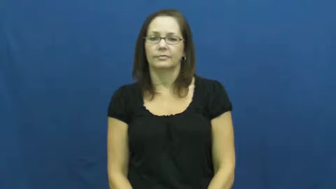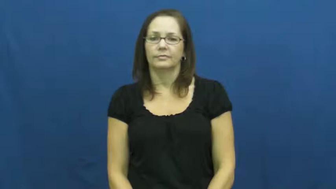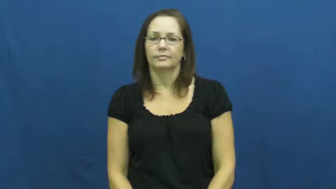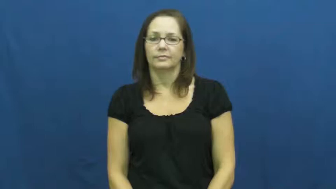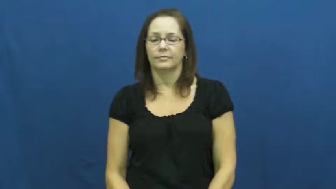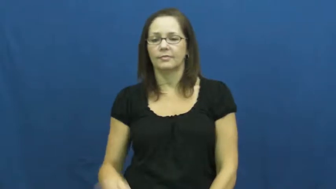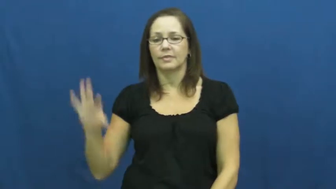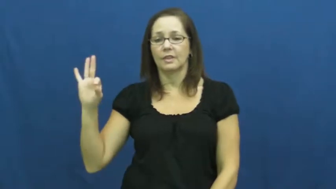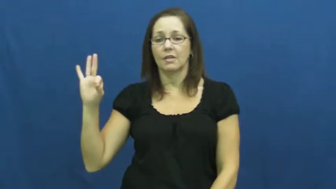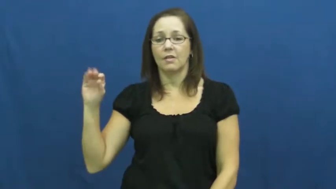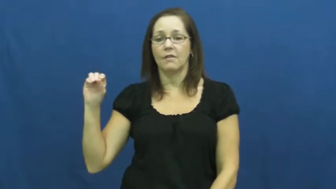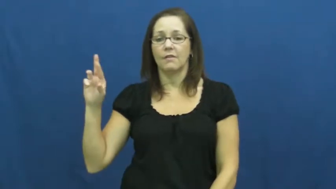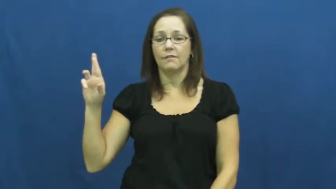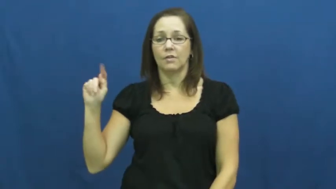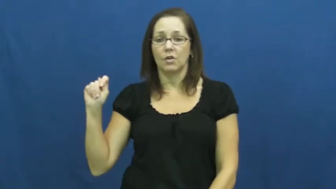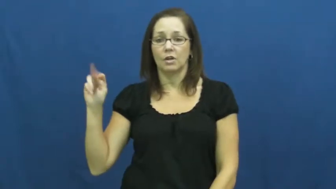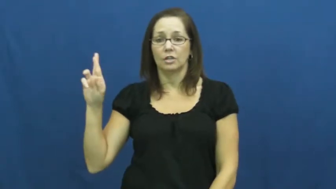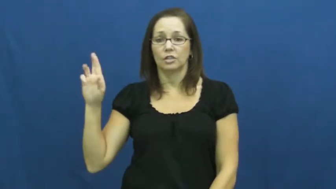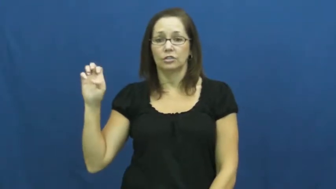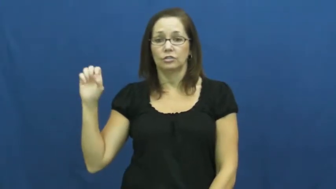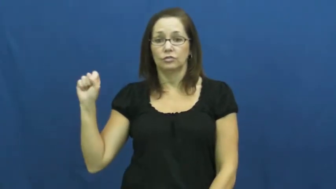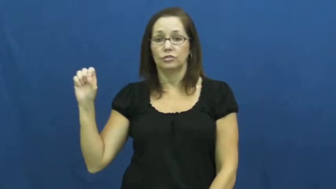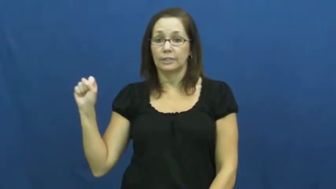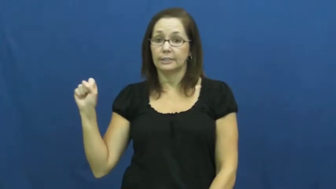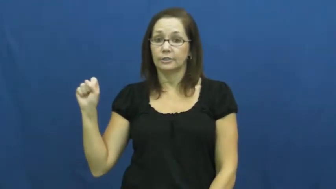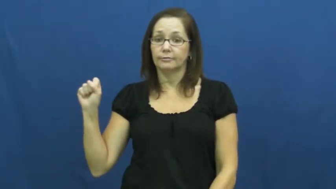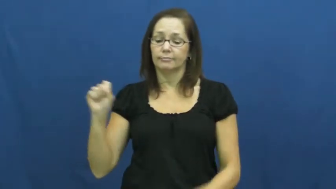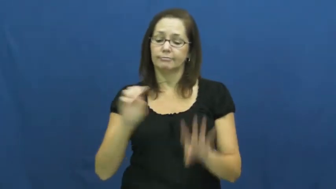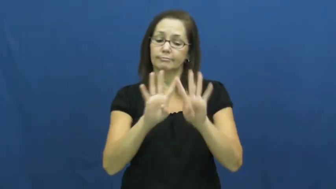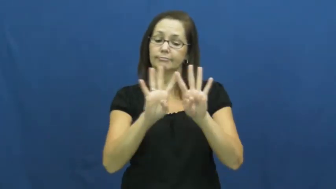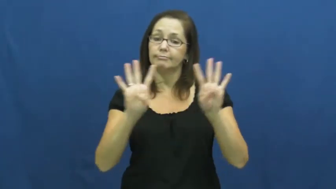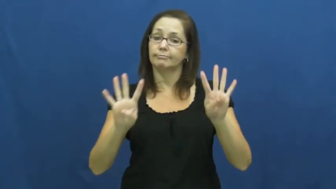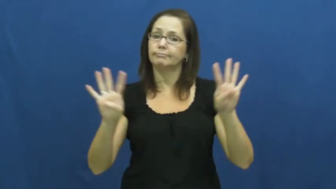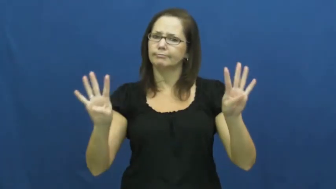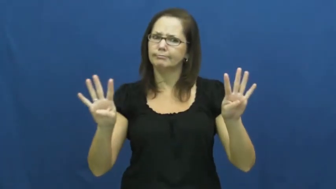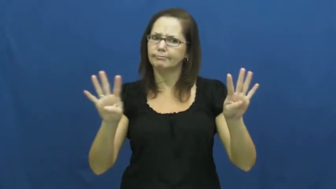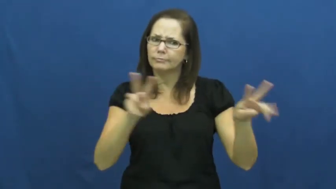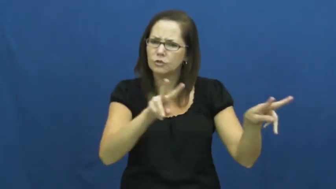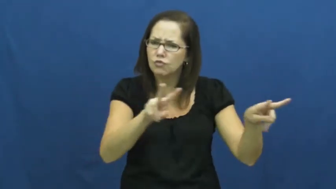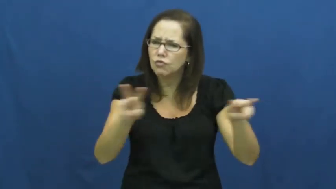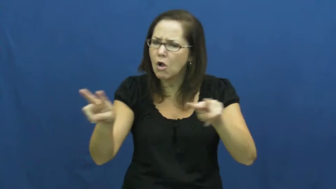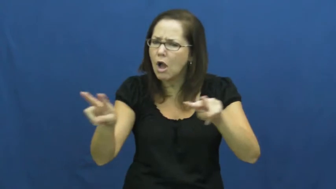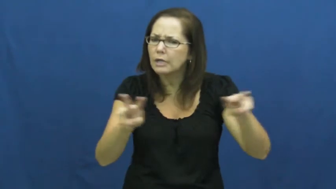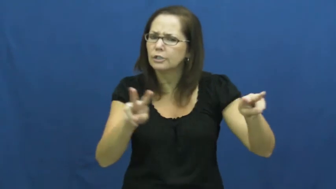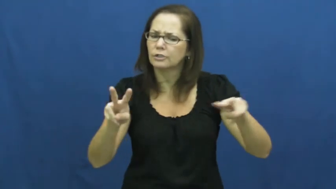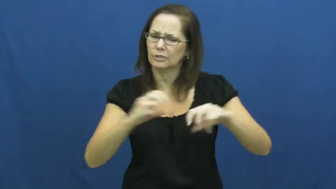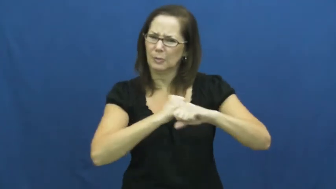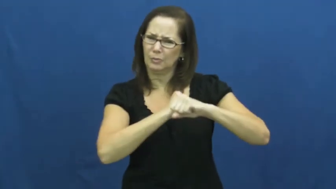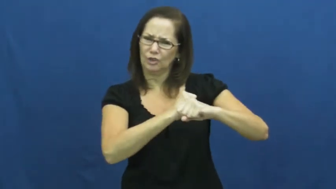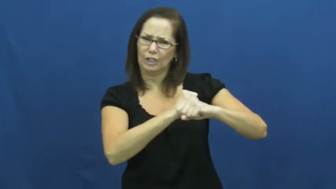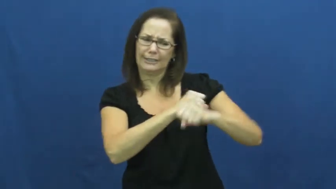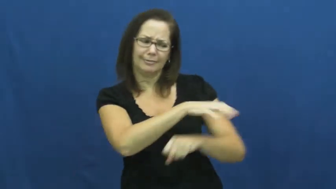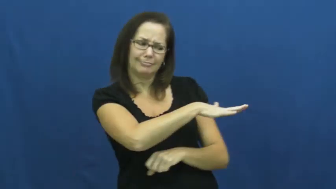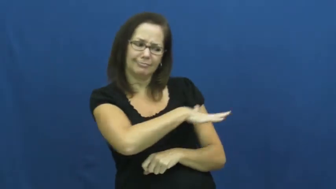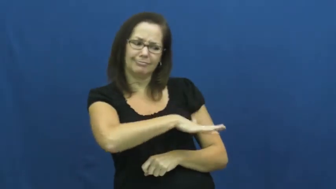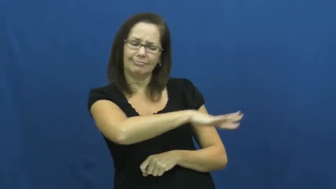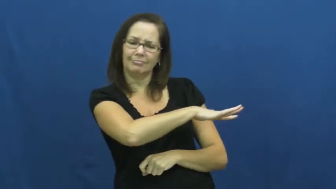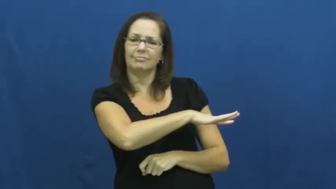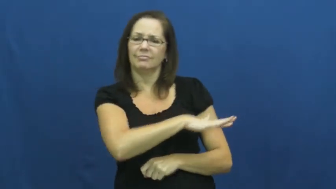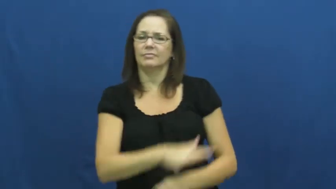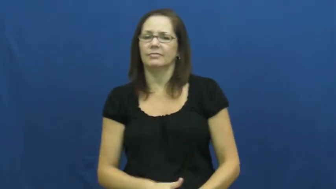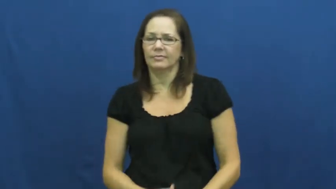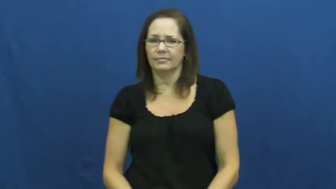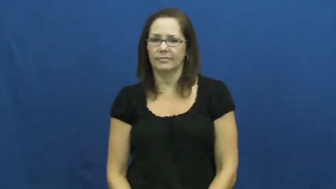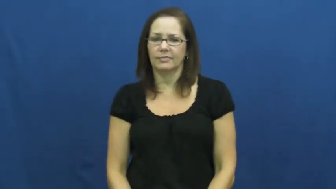fortress